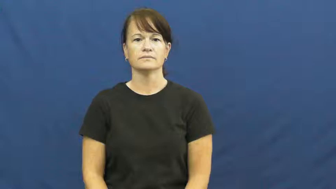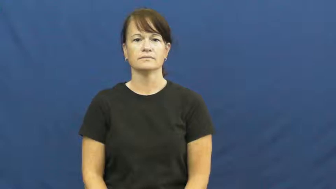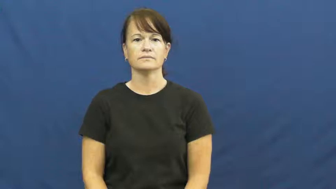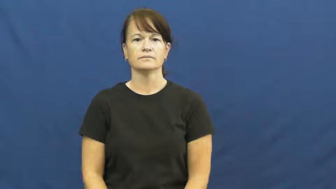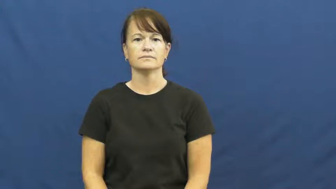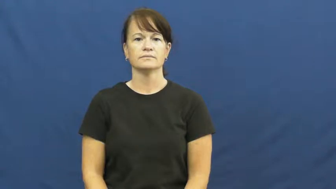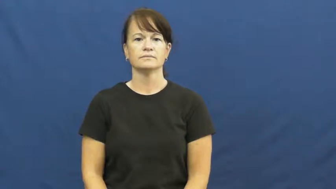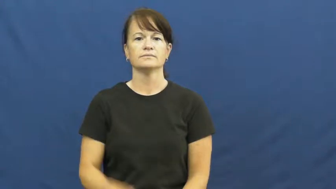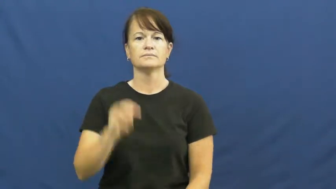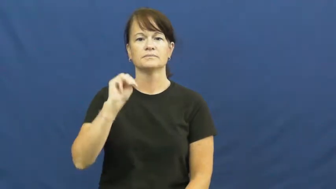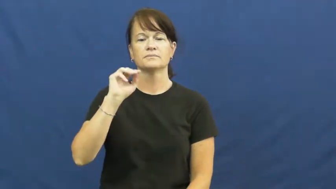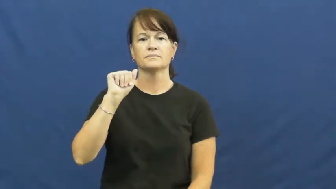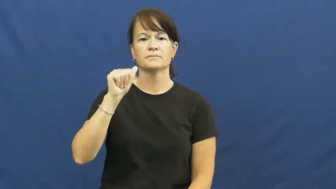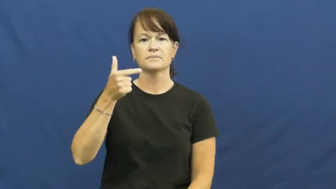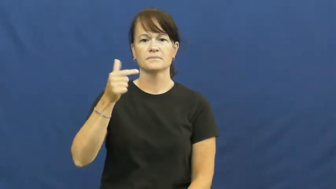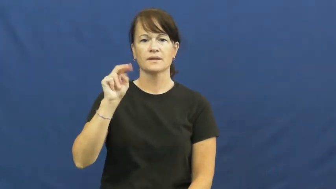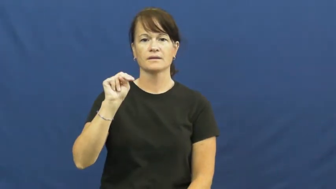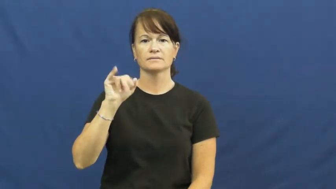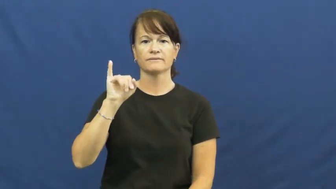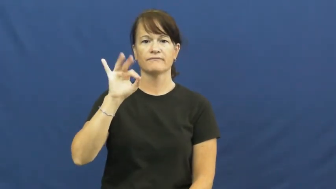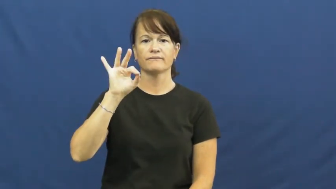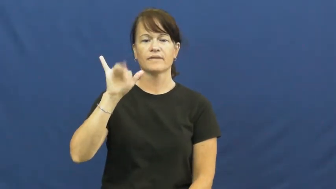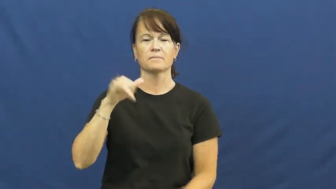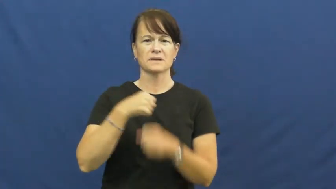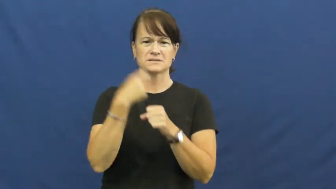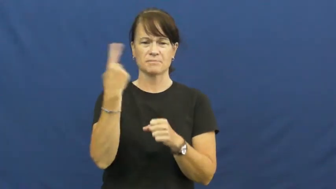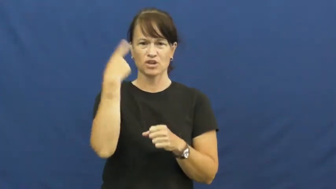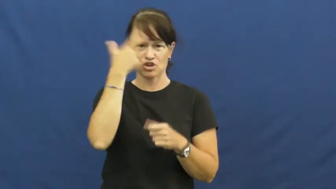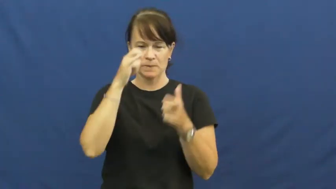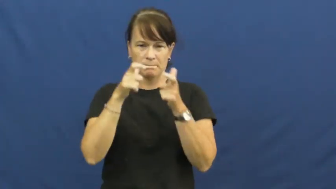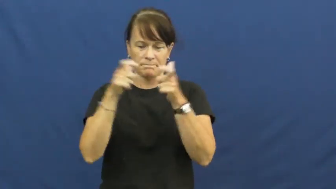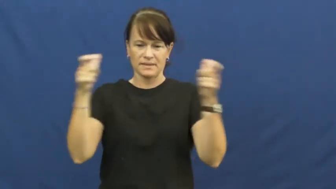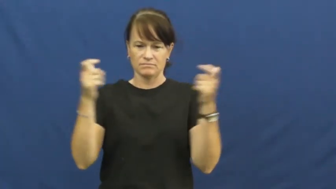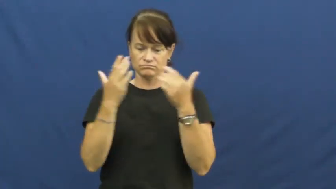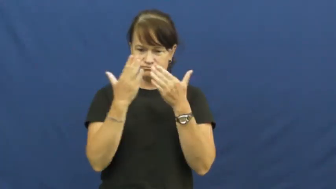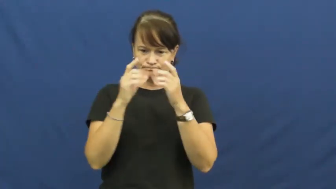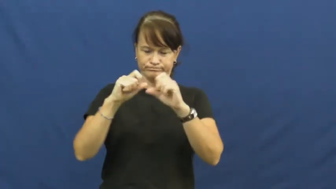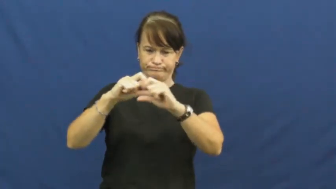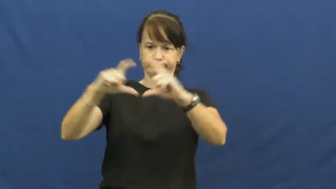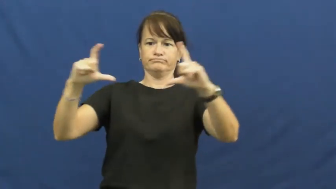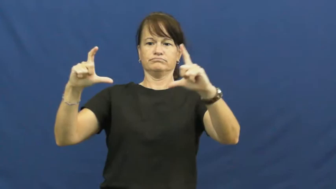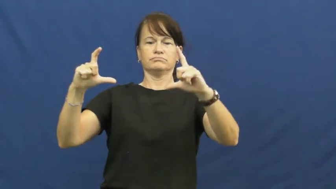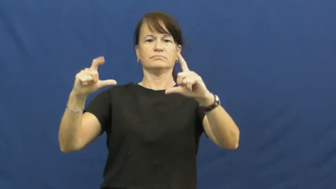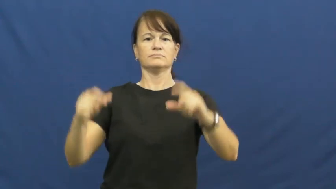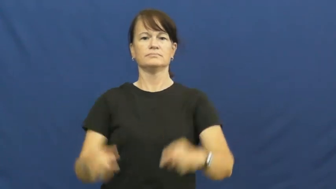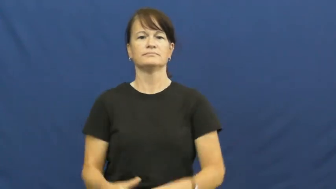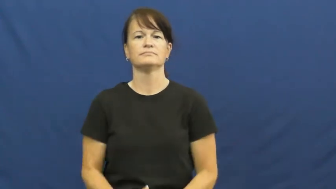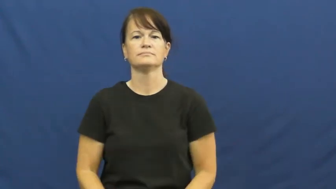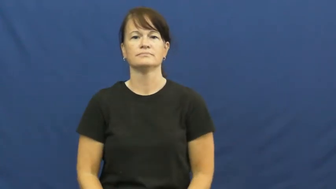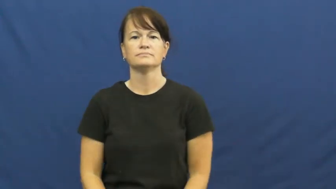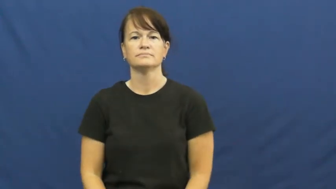magnify